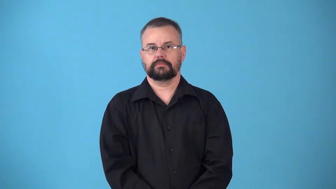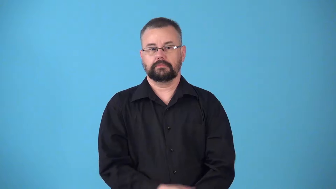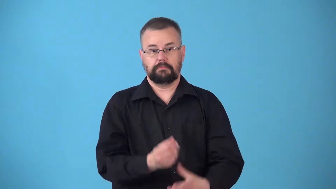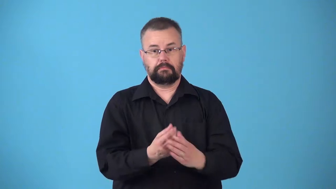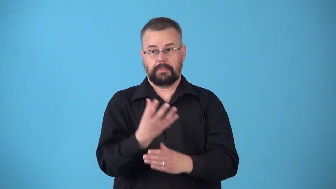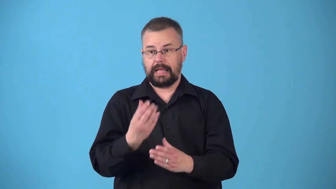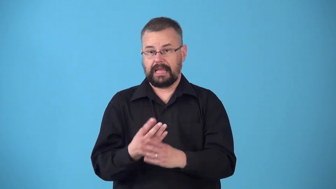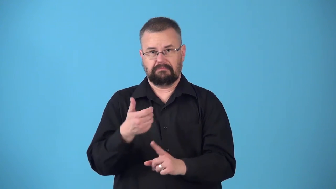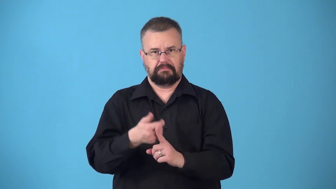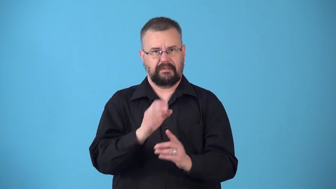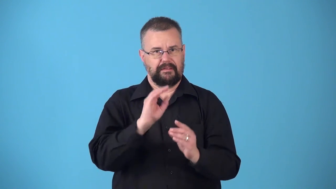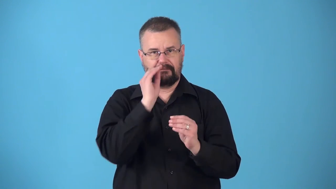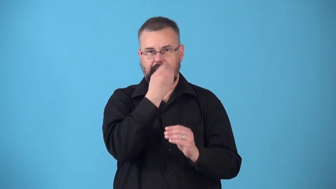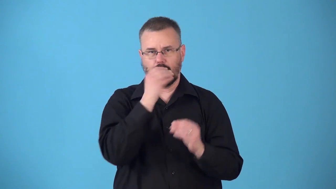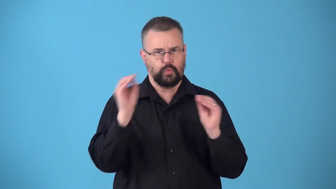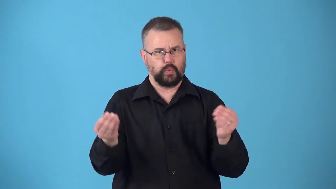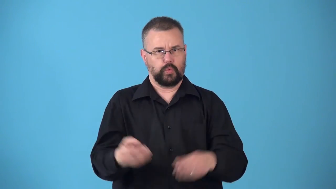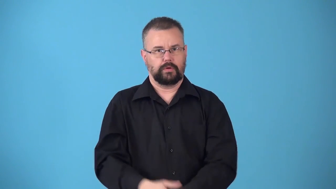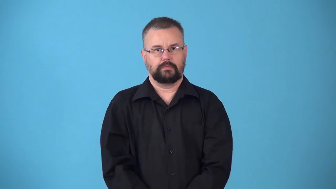nonflowering